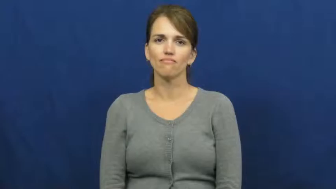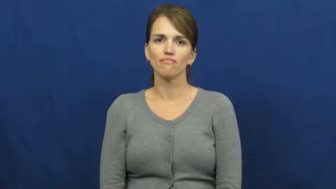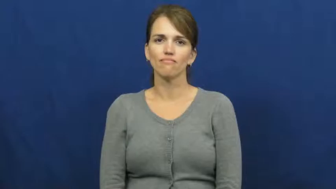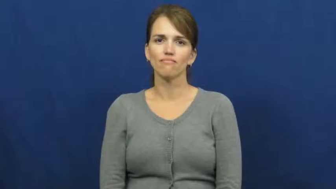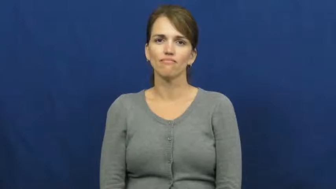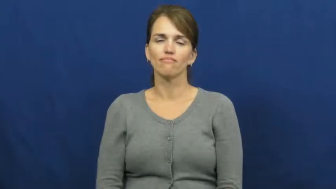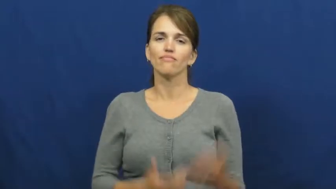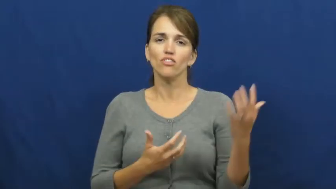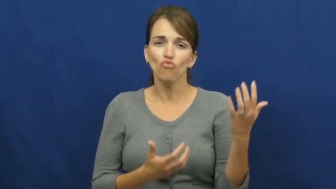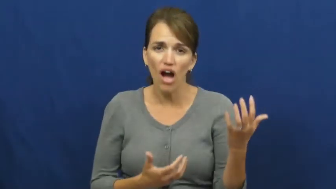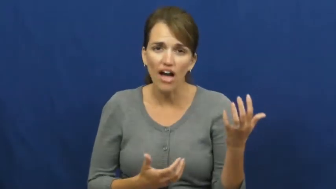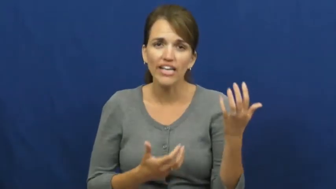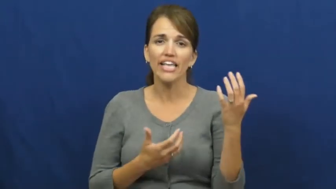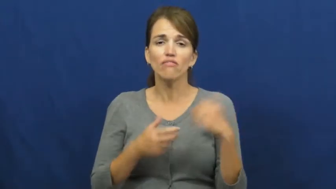dandle